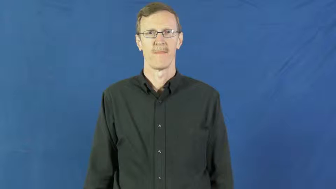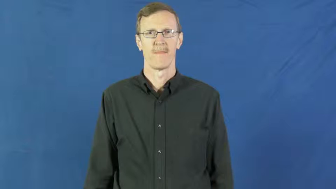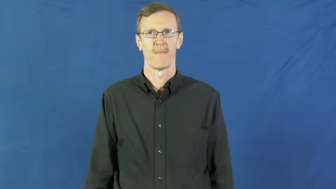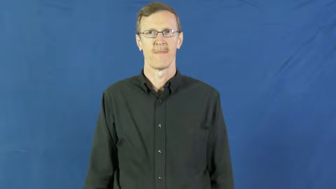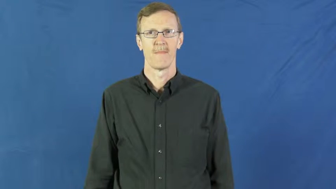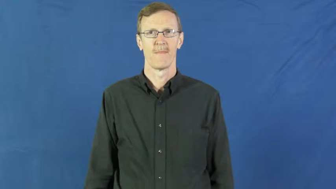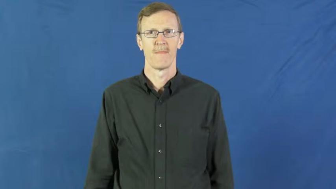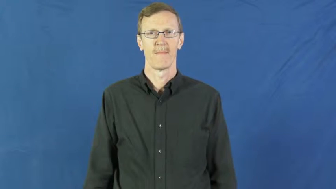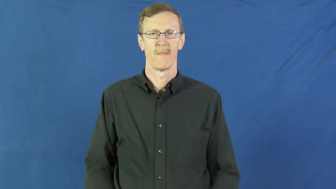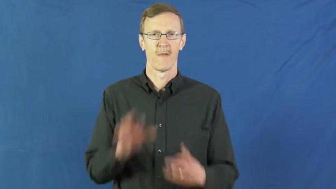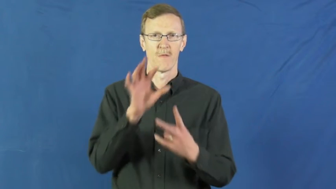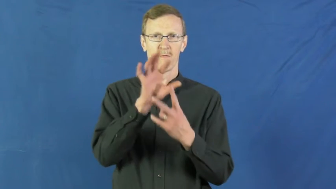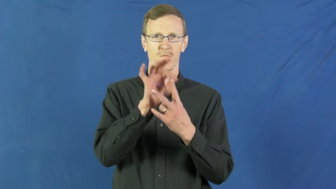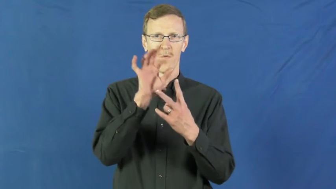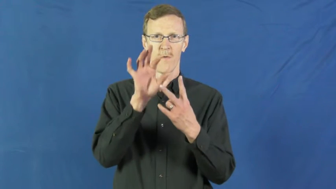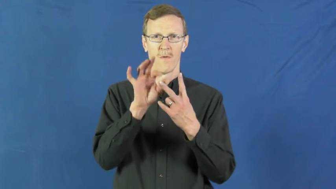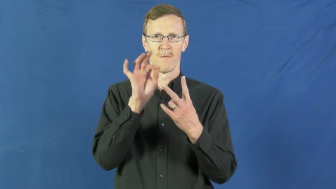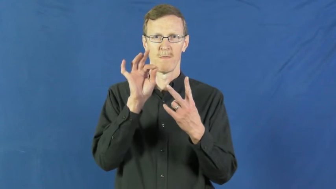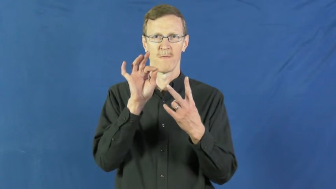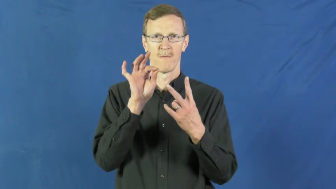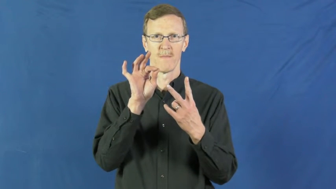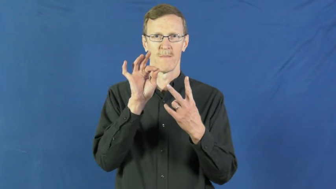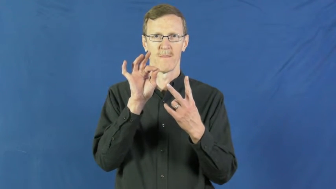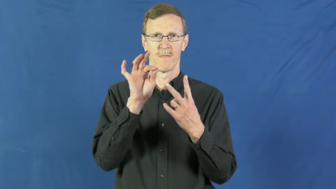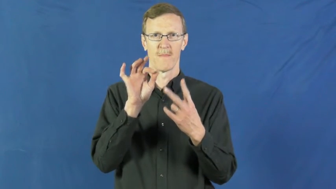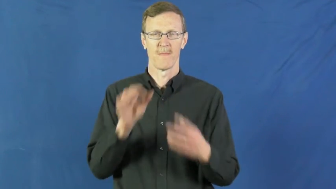option,resort,betake,elective